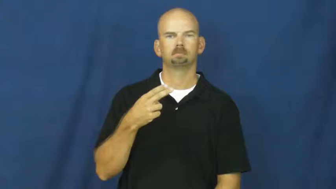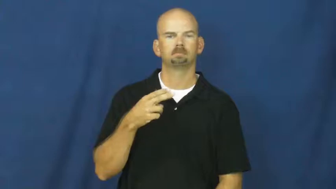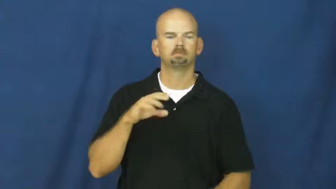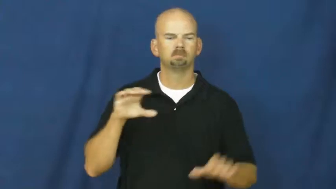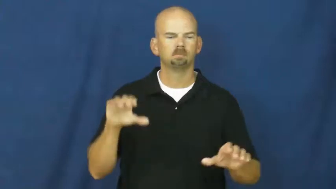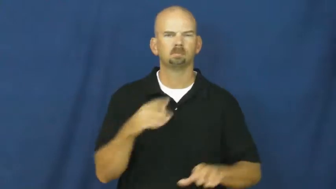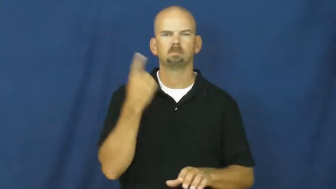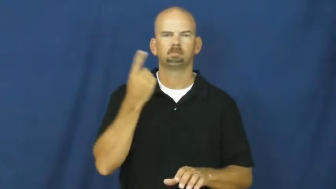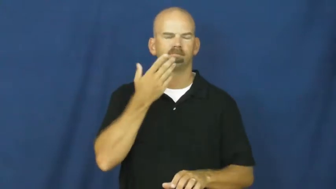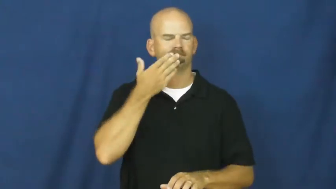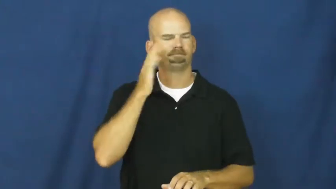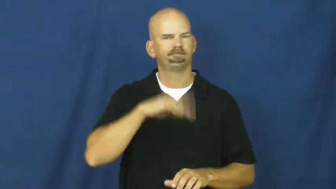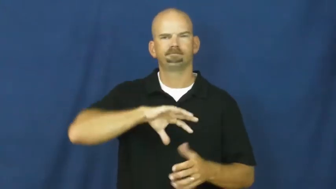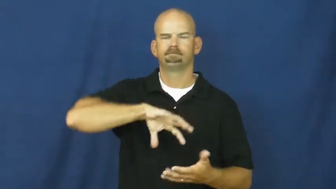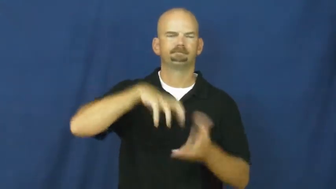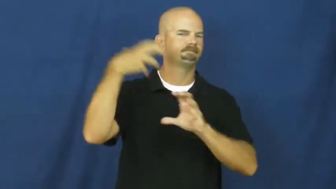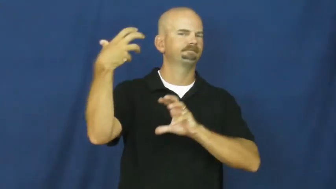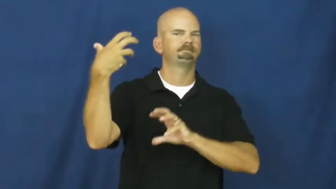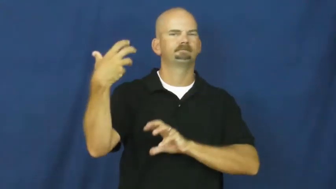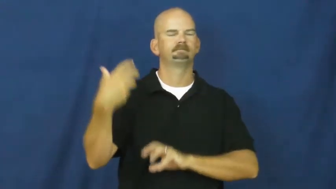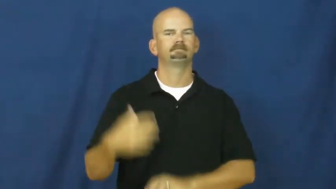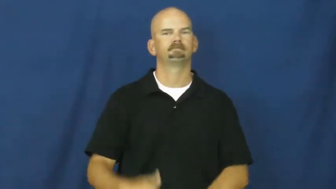foul up